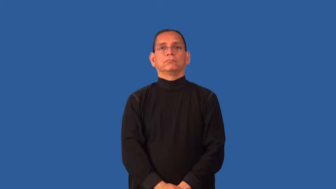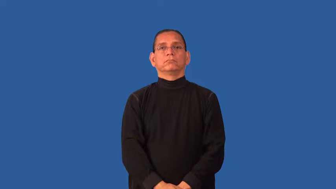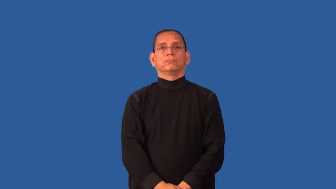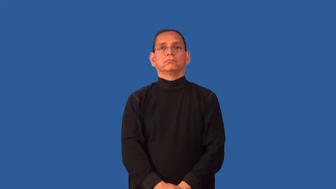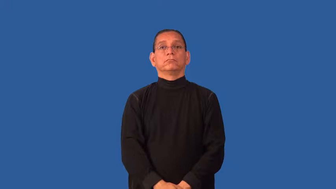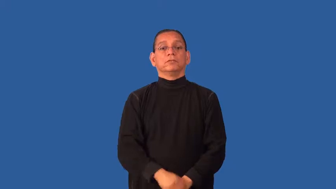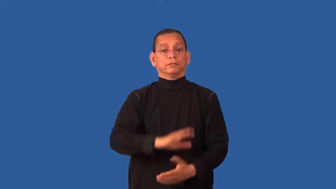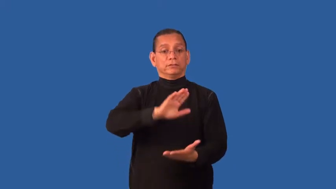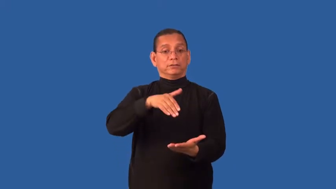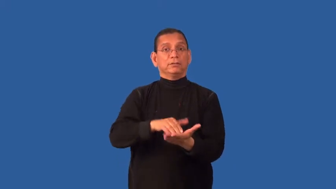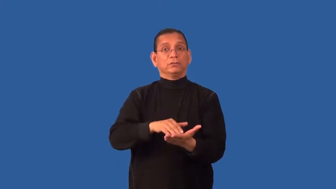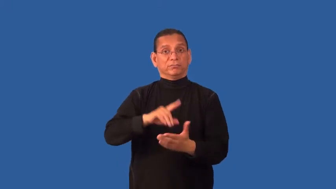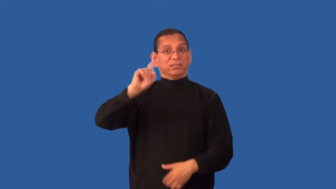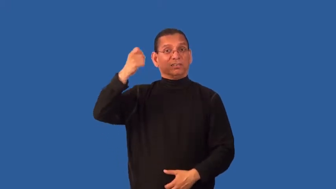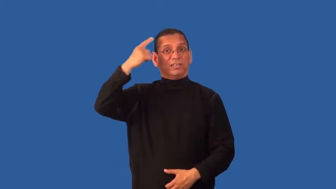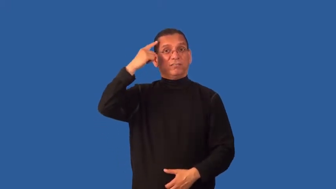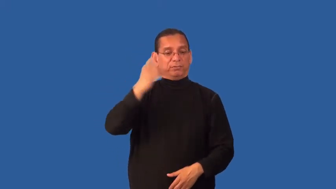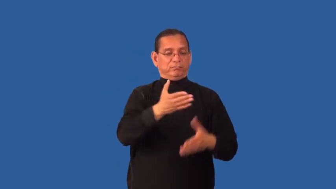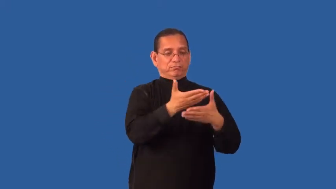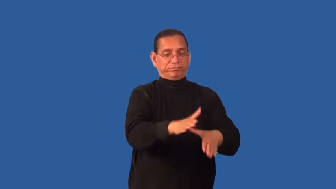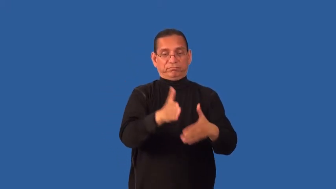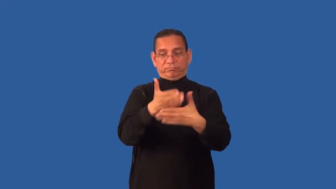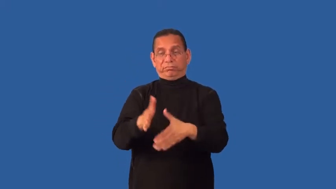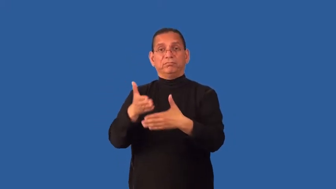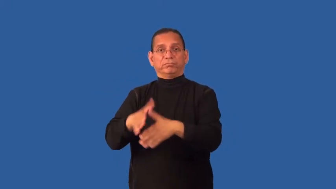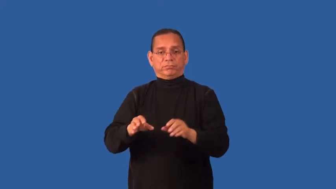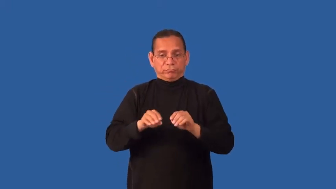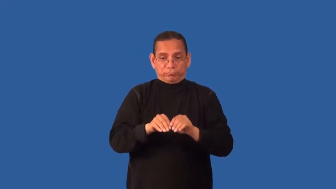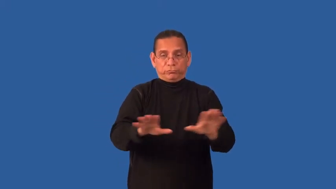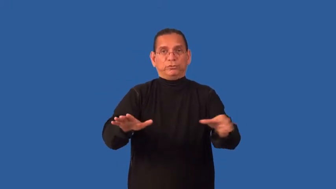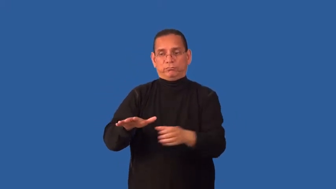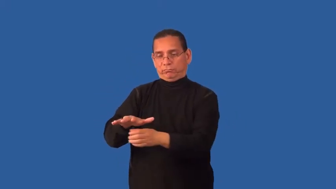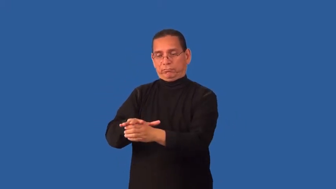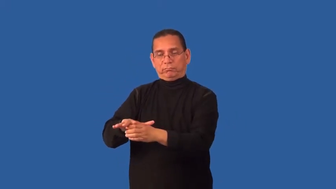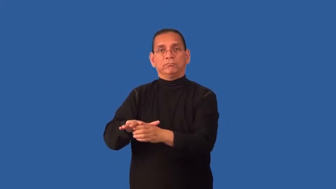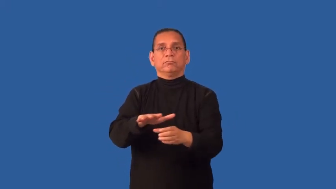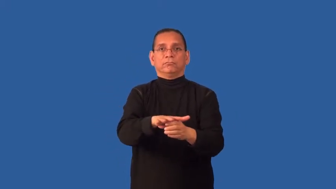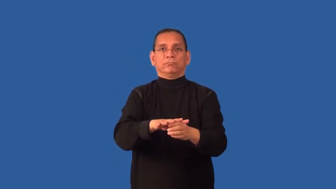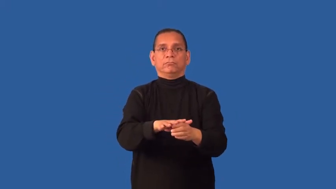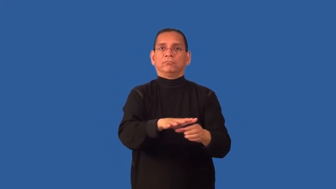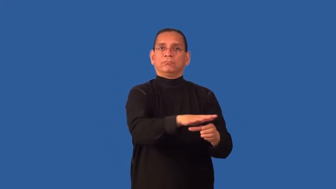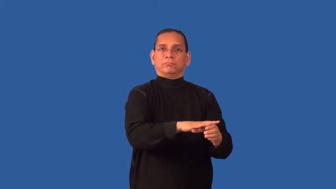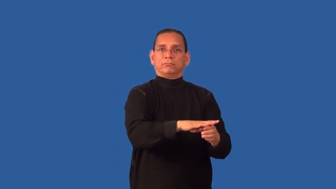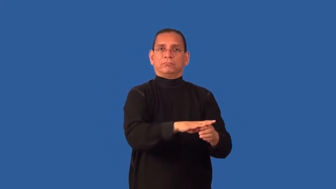devolve-government